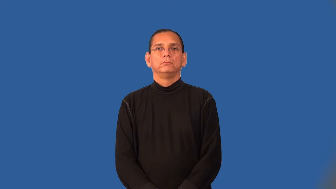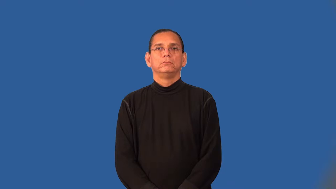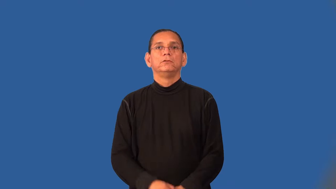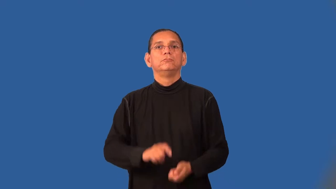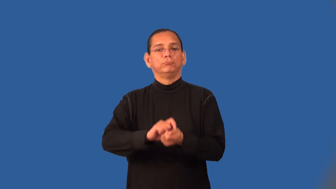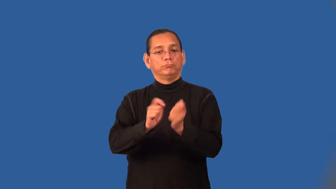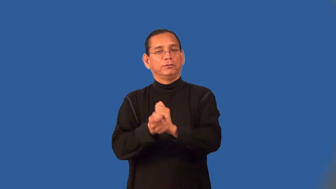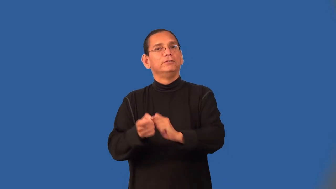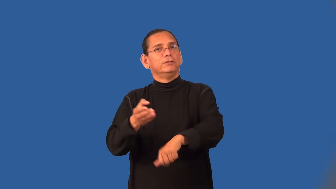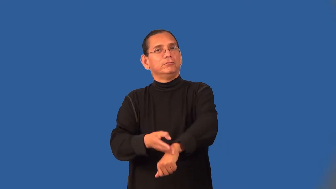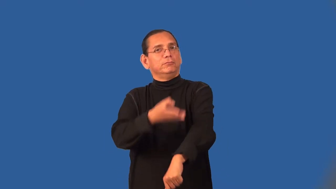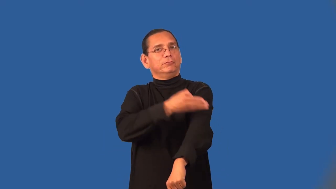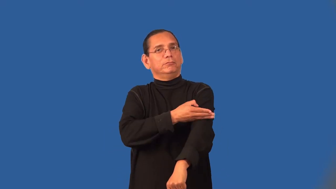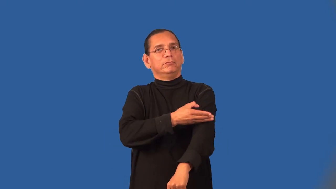transfigure